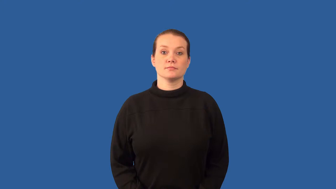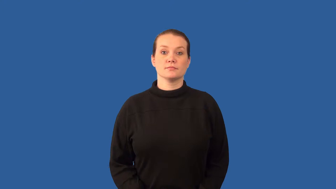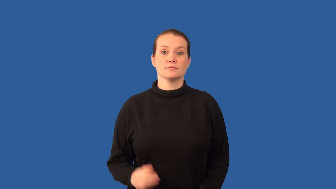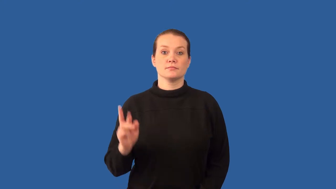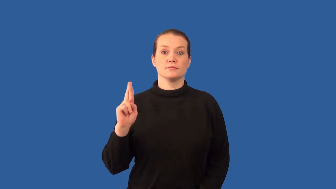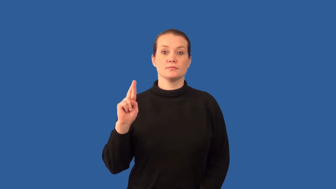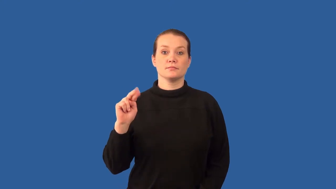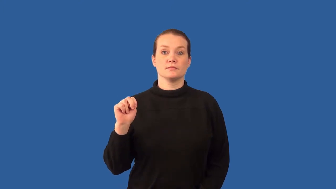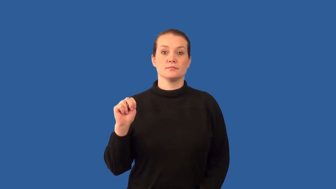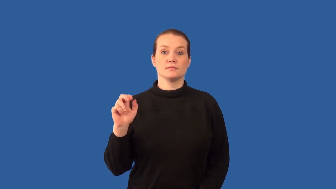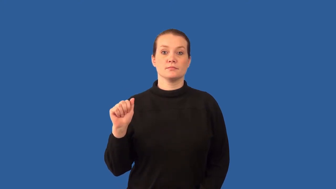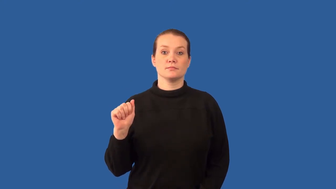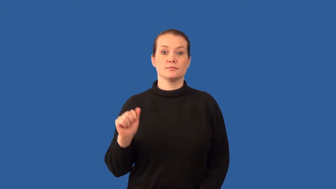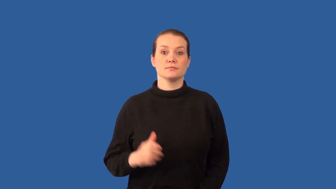ribonucleic acid,rna